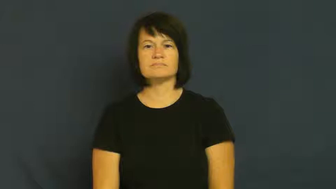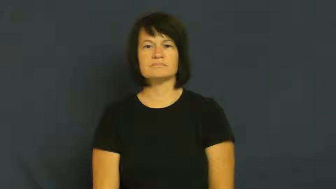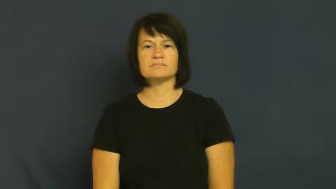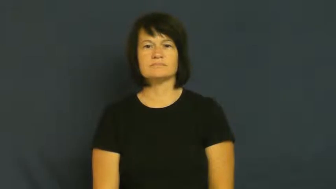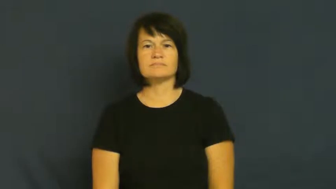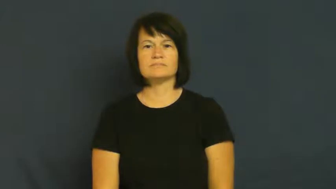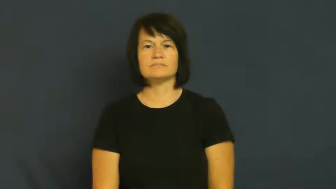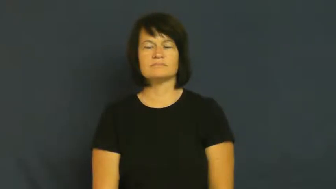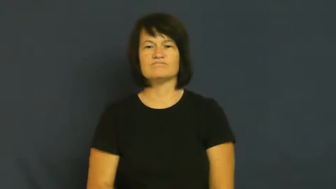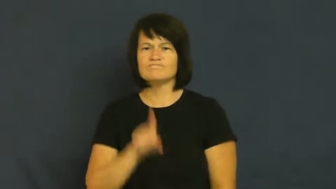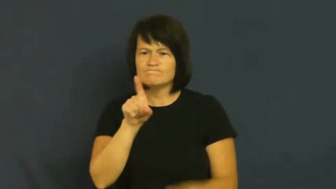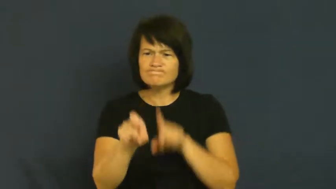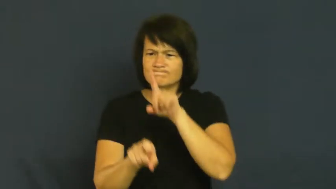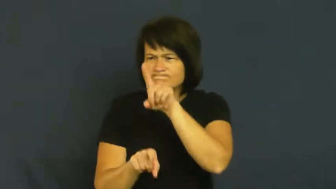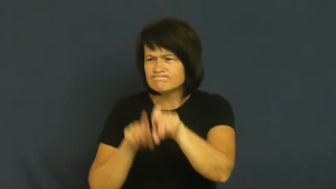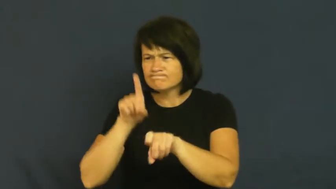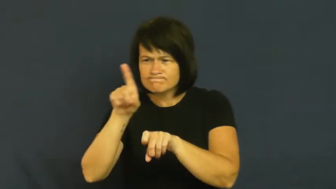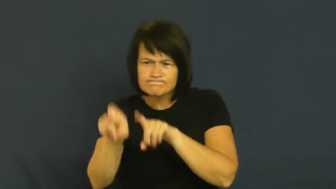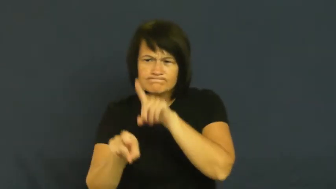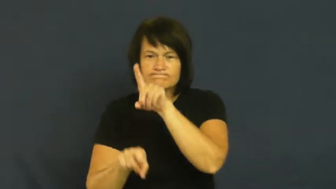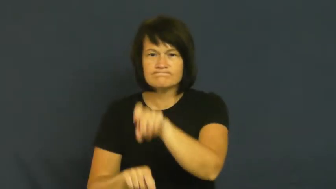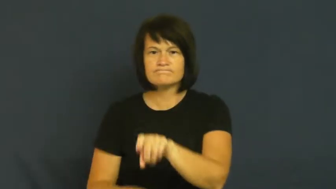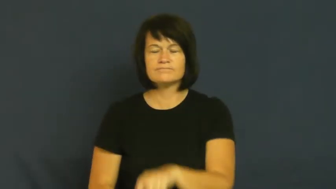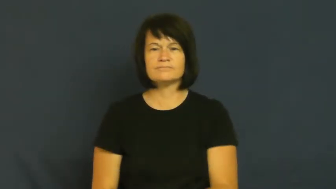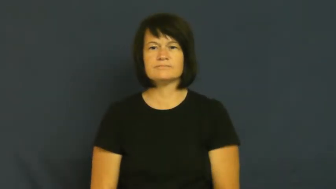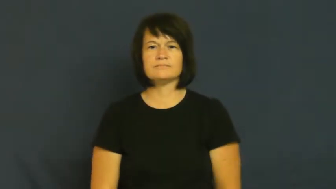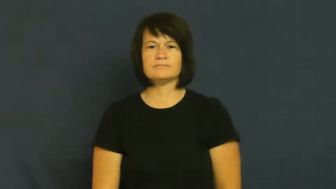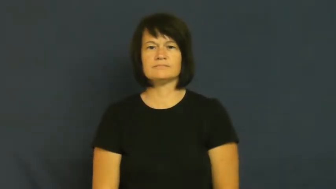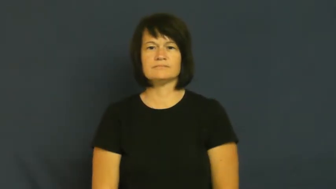grill,questioning,quiz,volley-interrogate